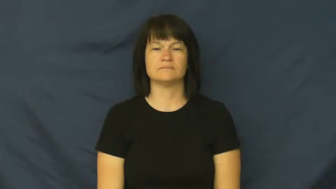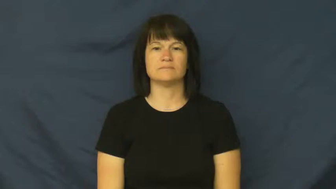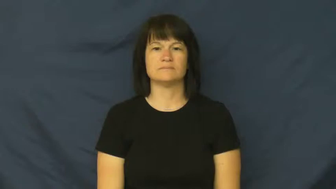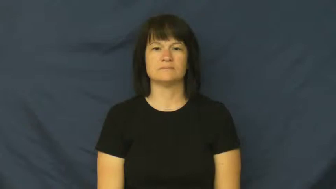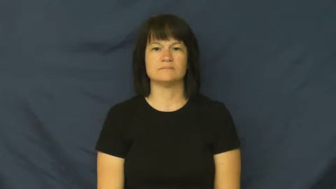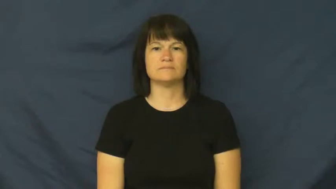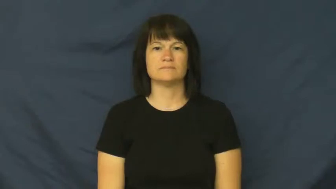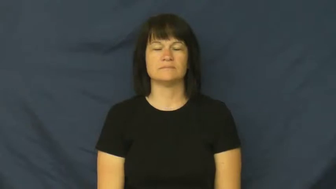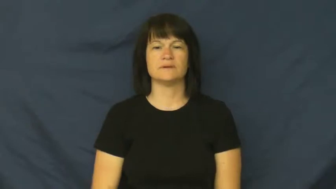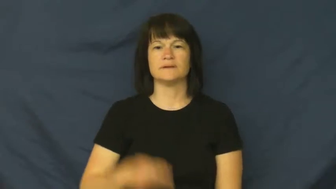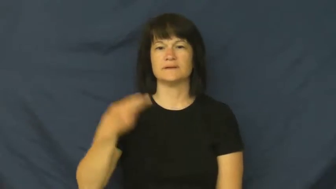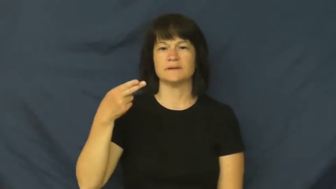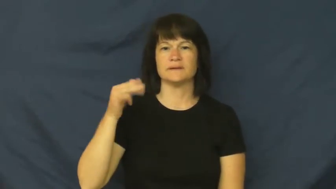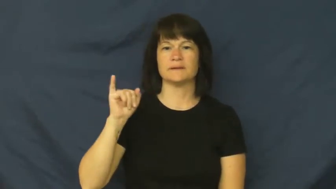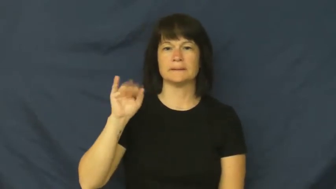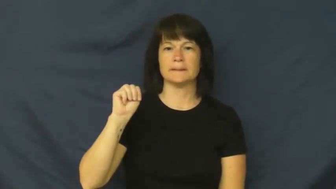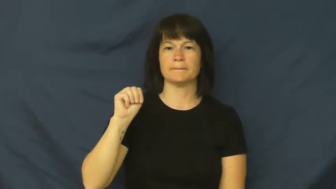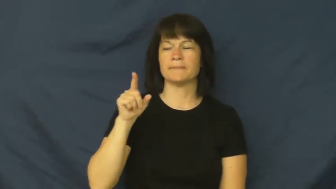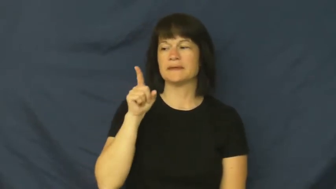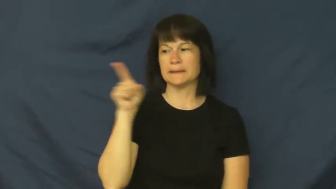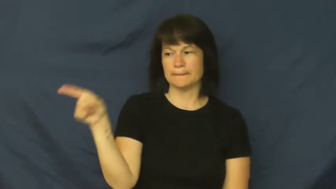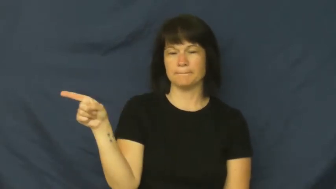him